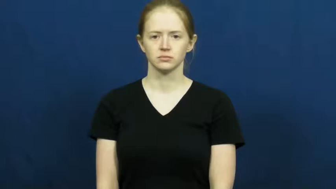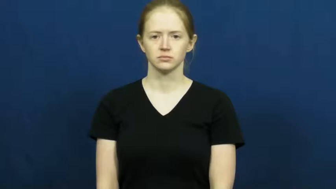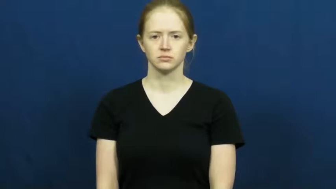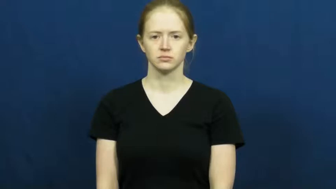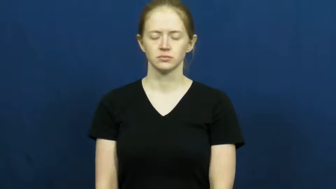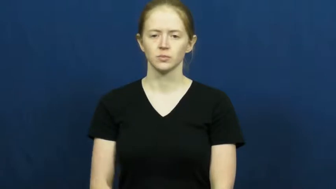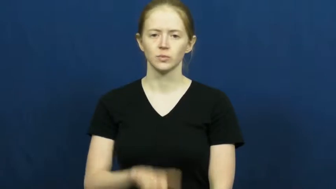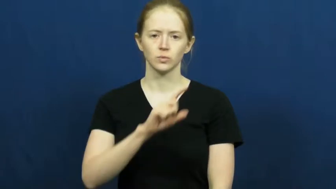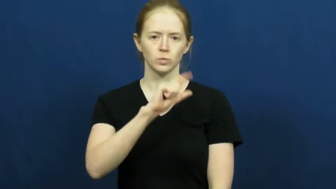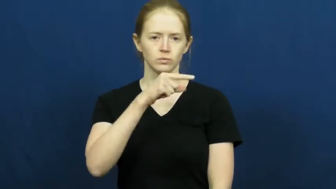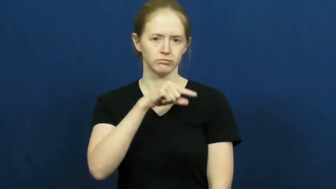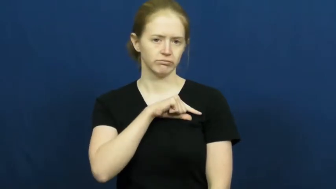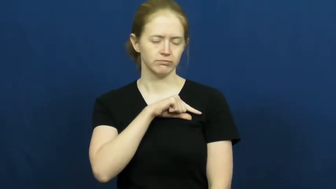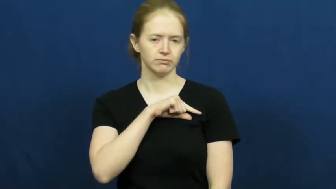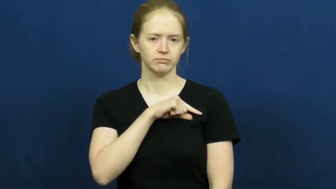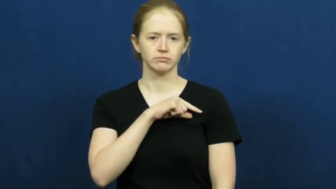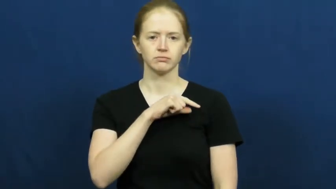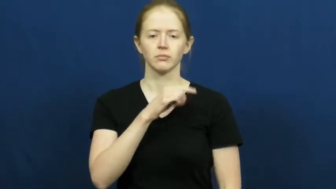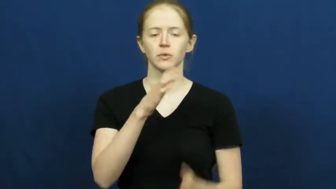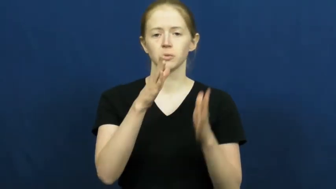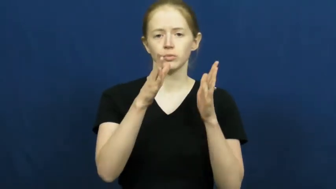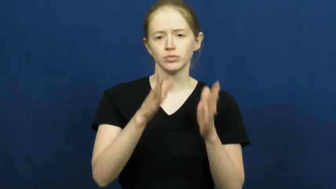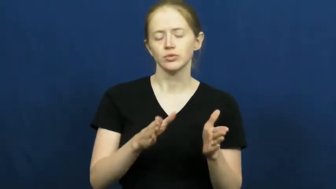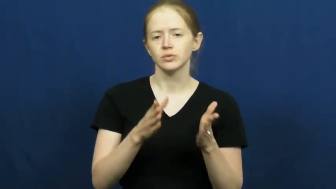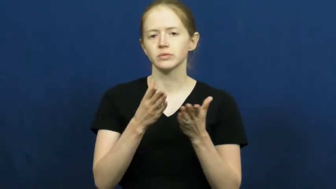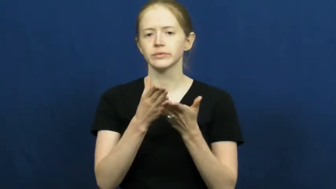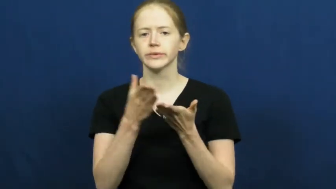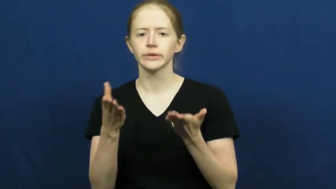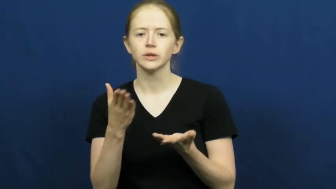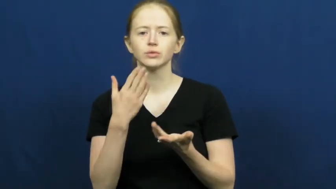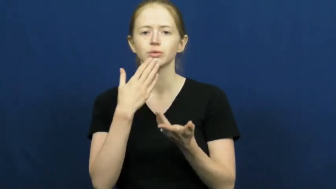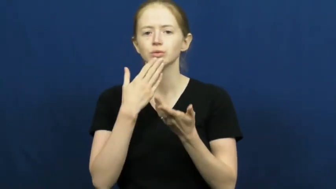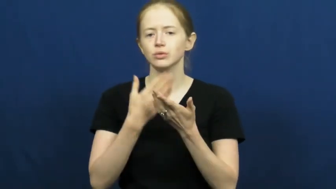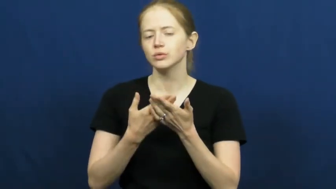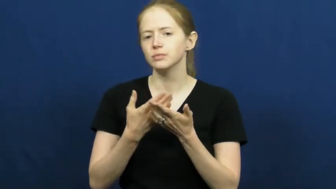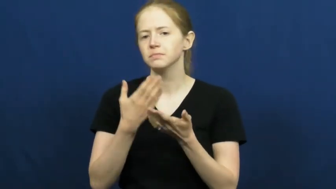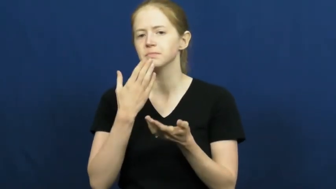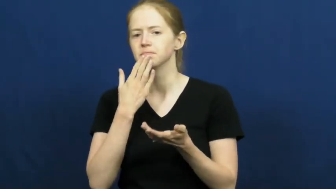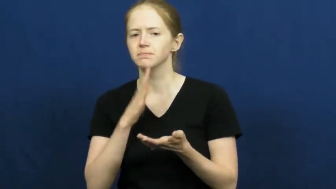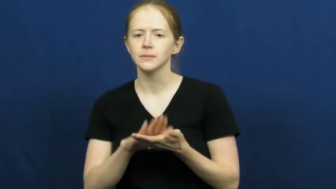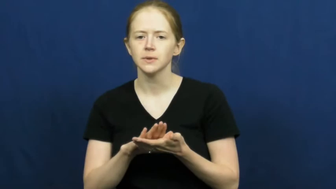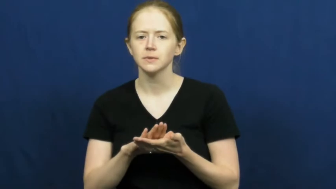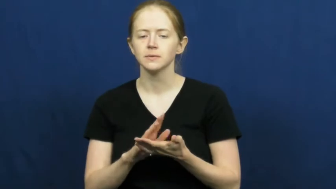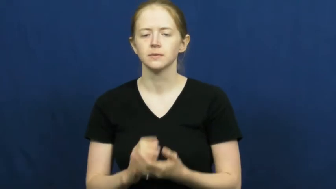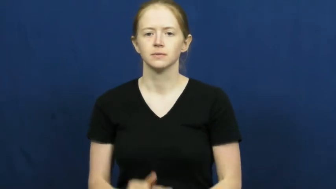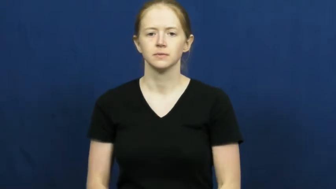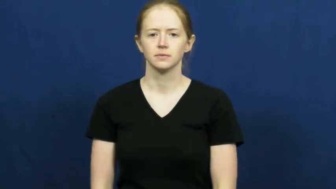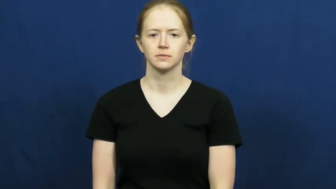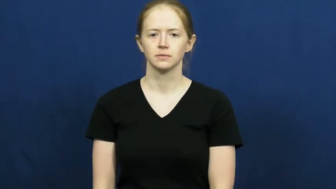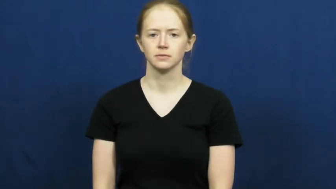quality,caliber,flavor